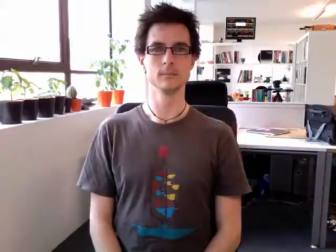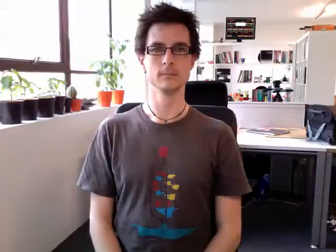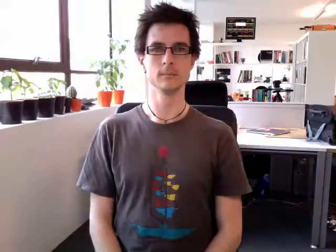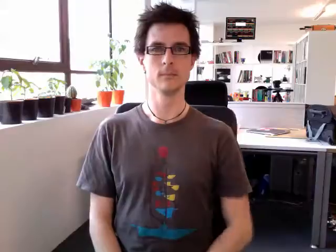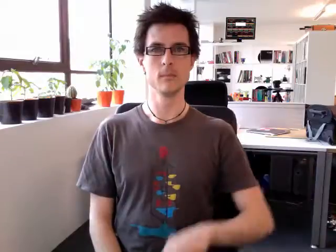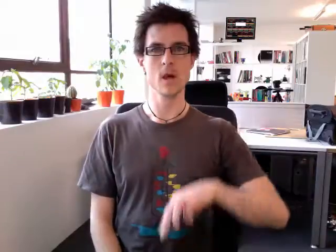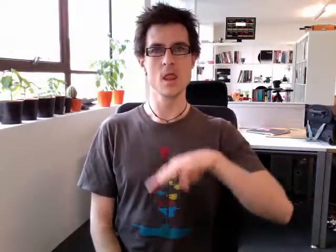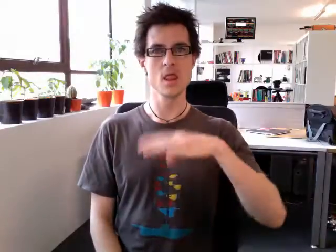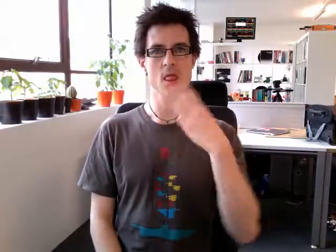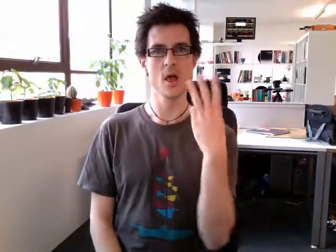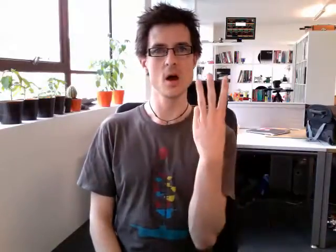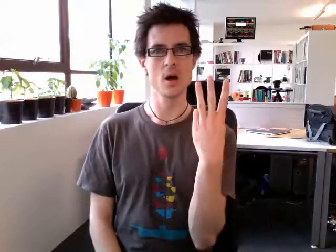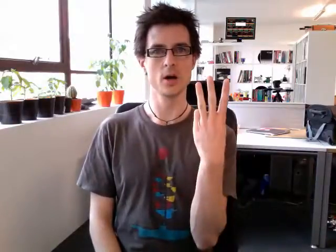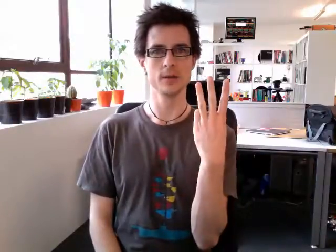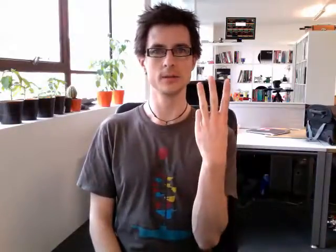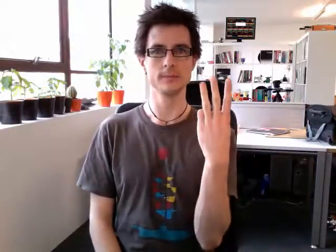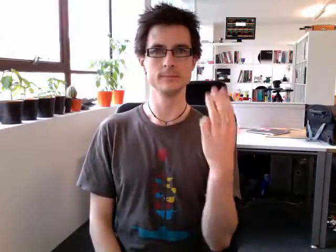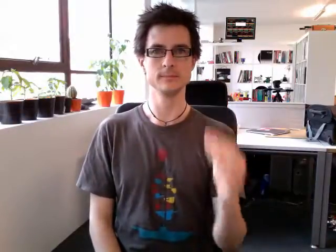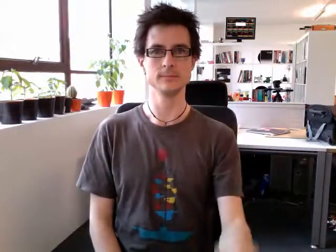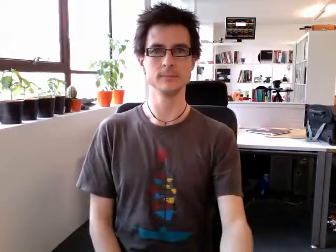third